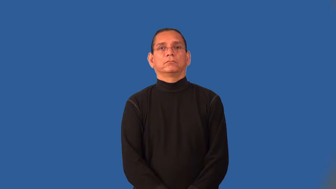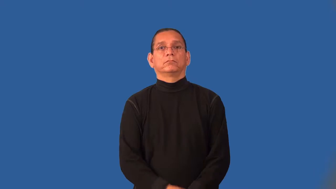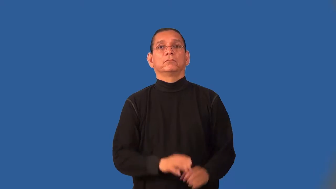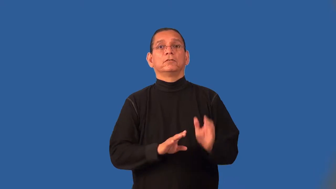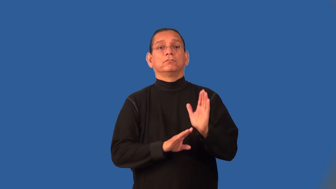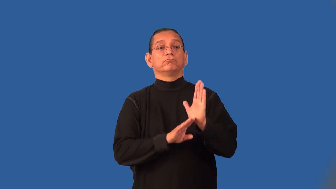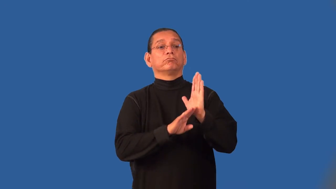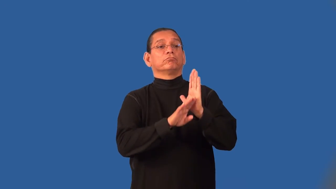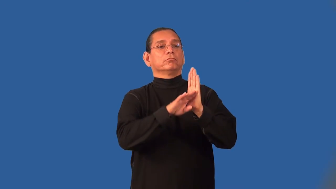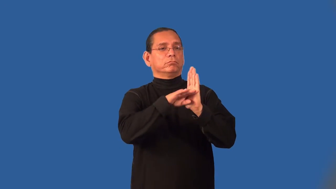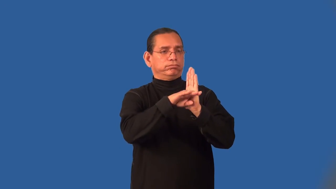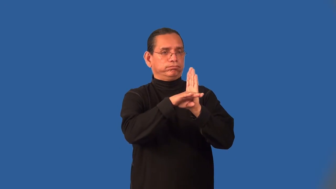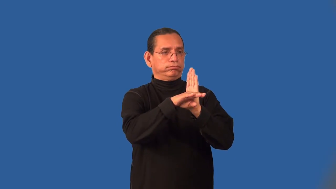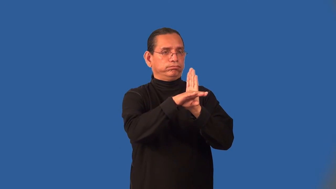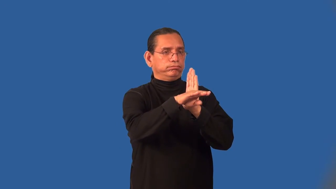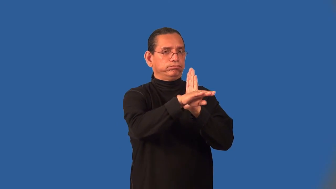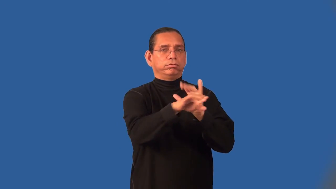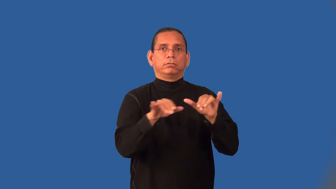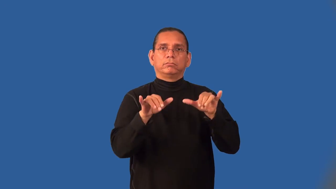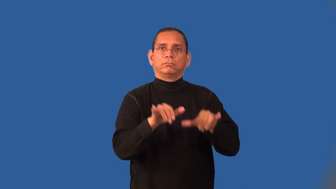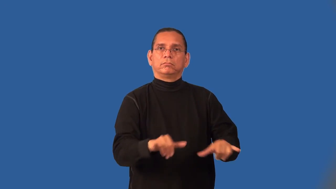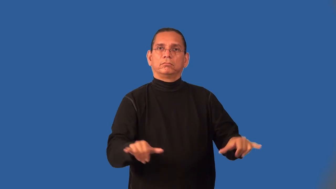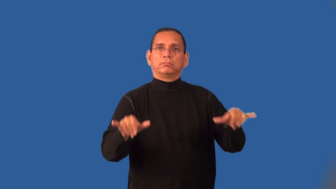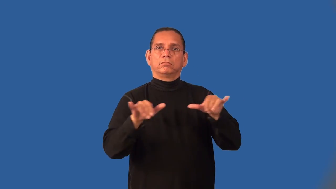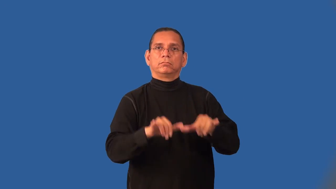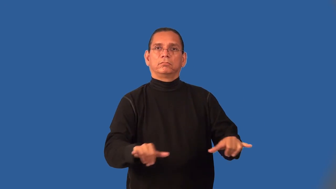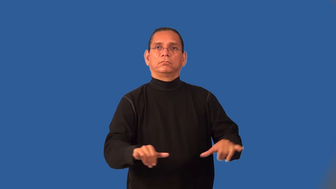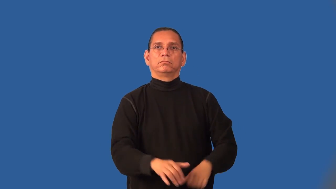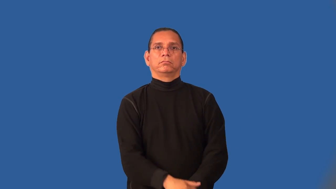impasse